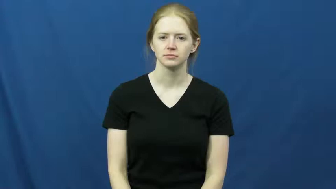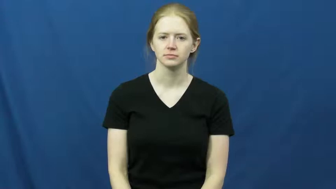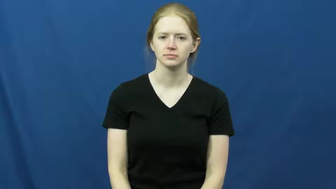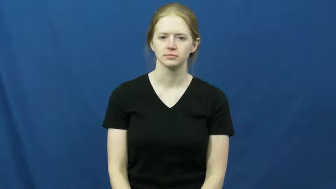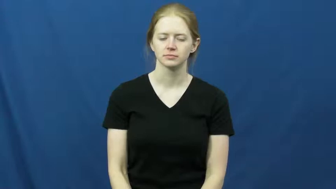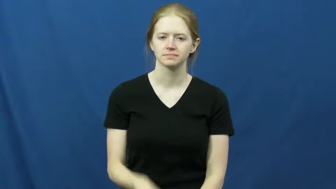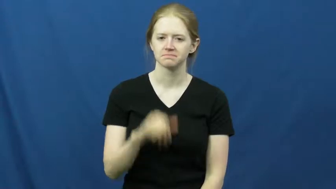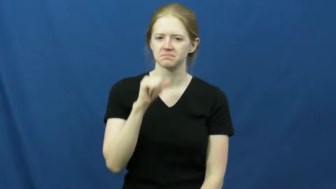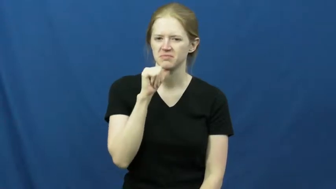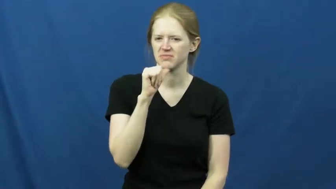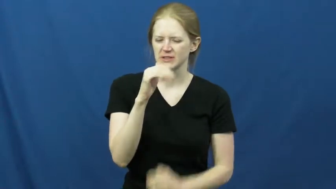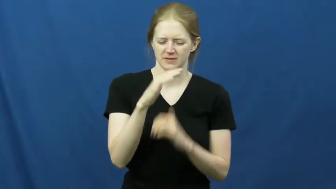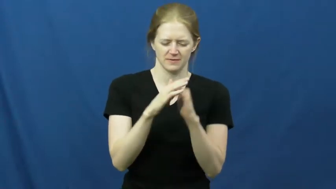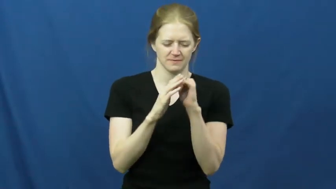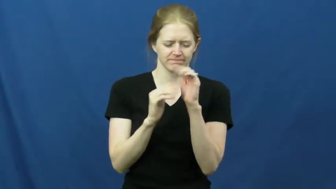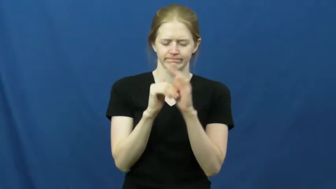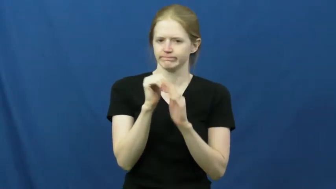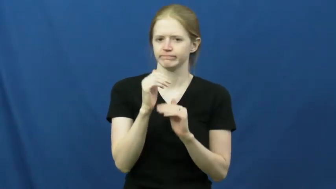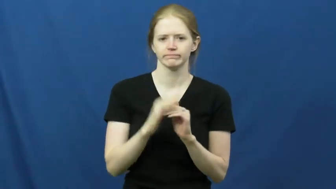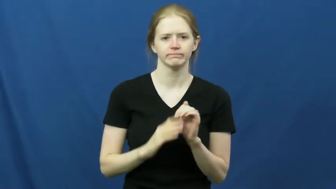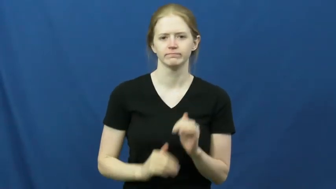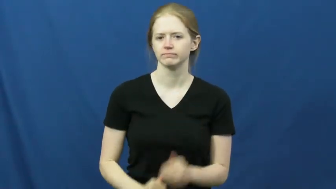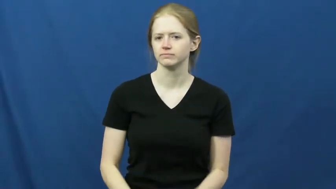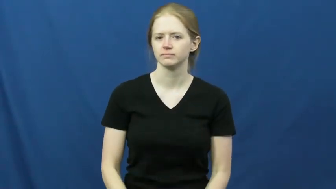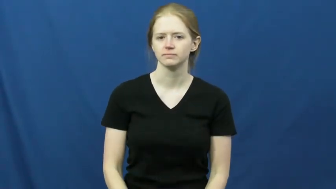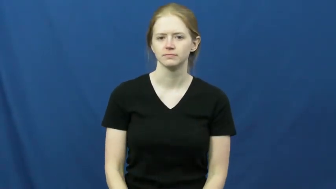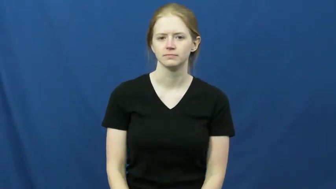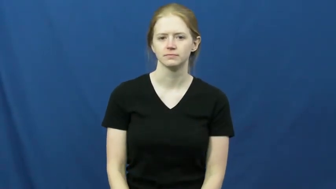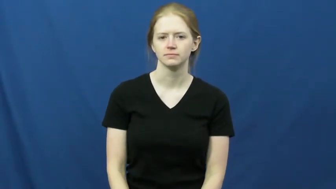discomfort